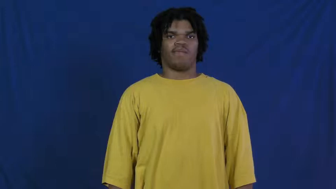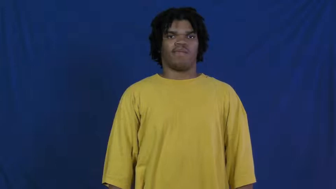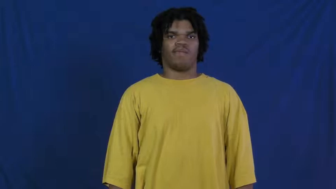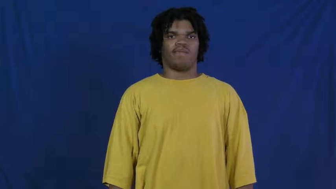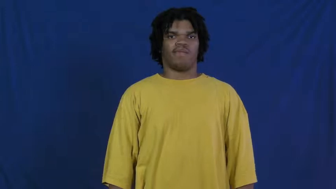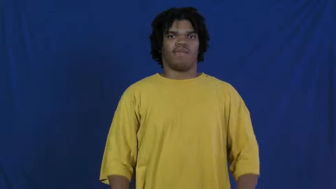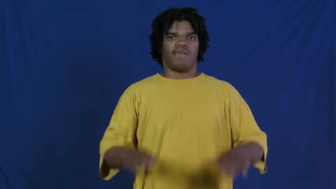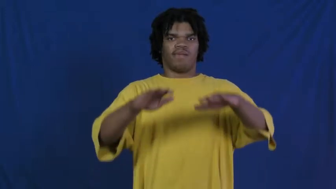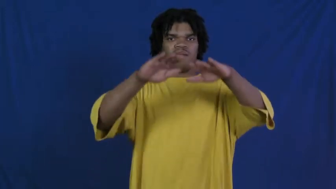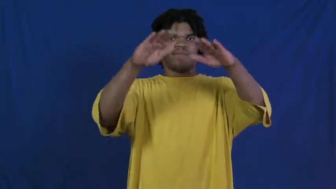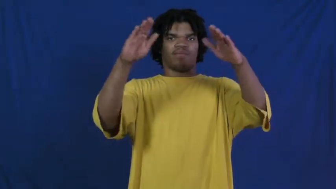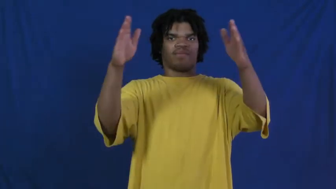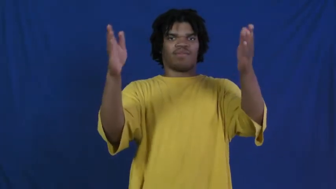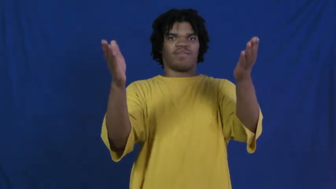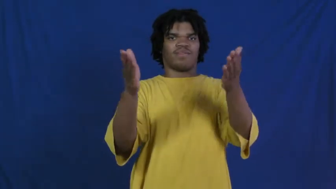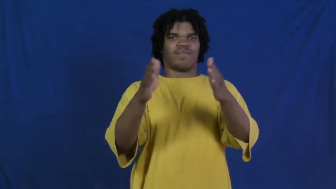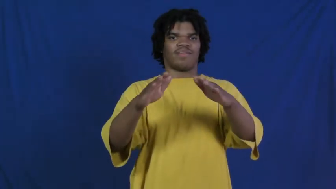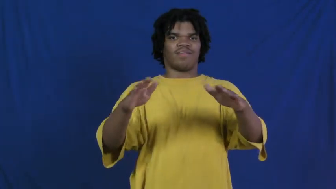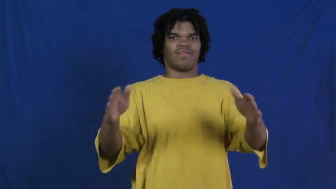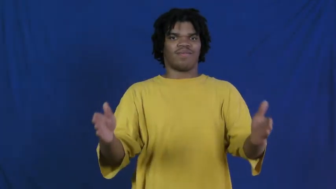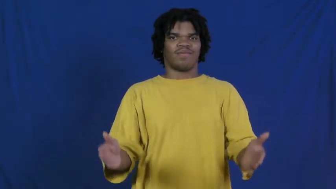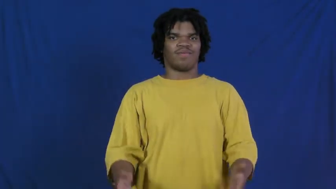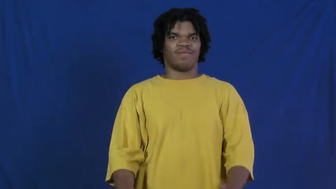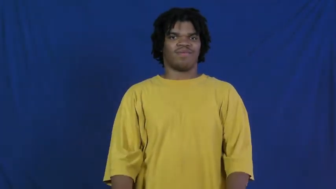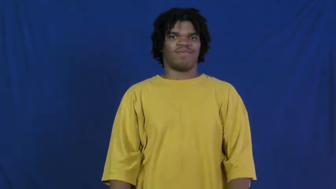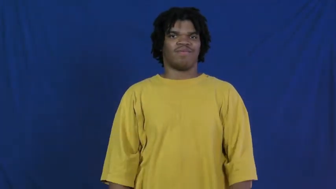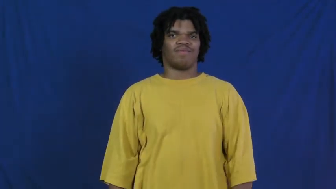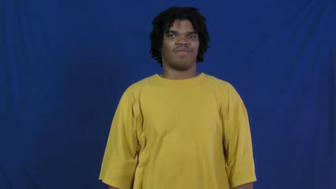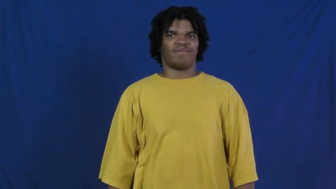physique